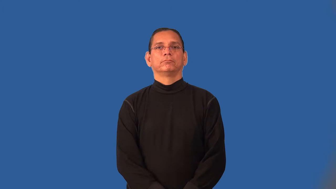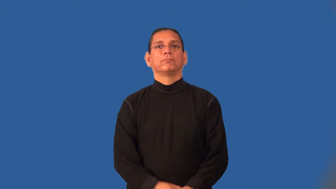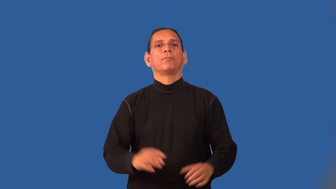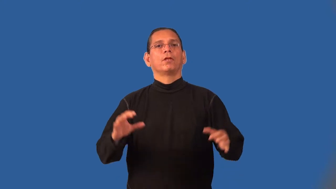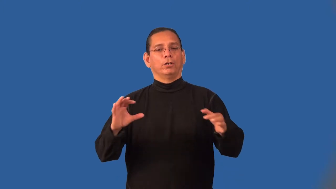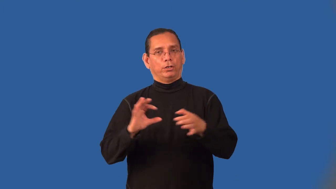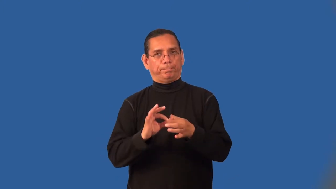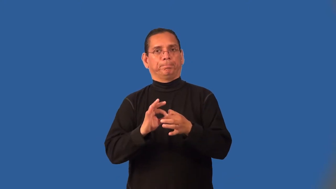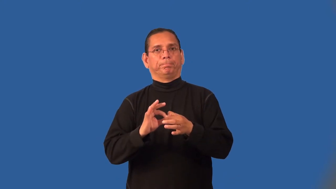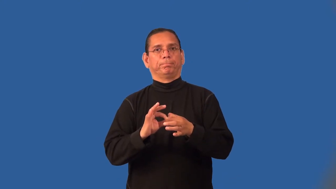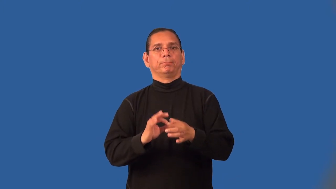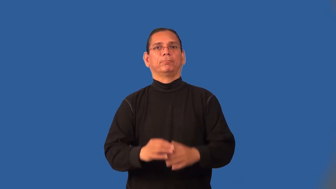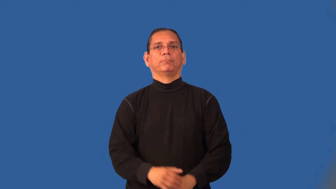interlock,interlink